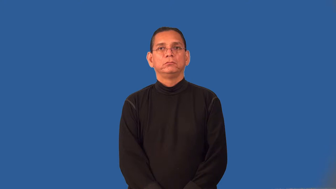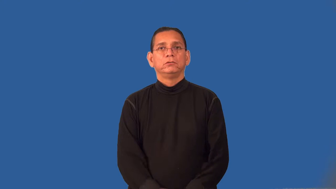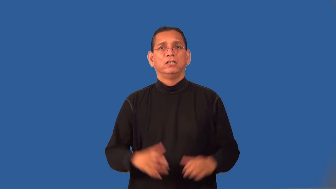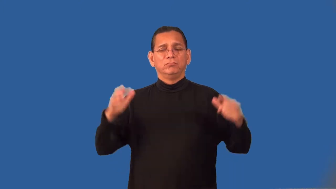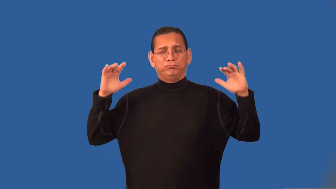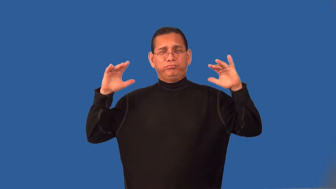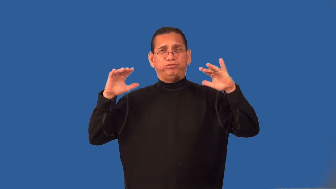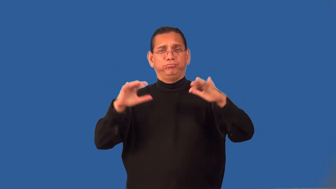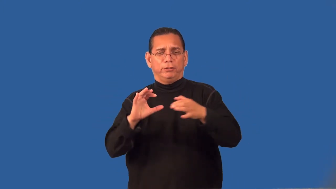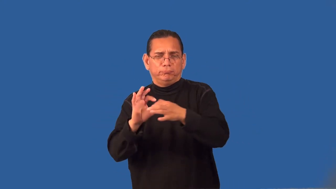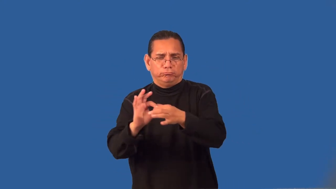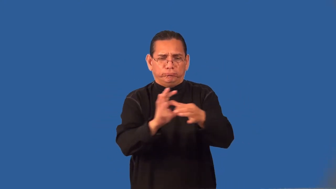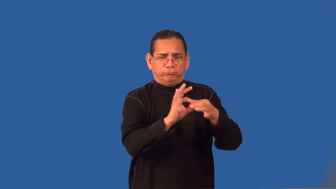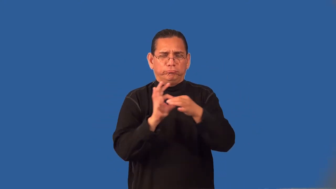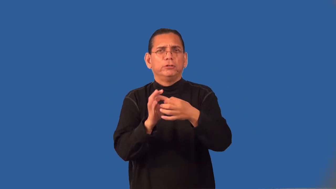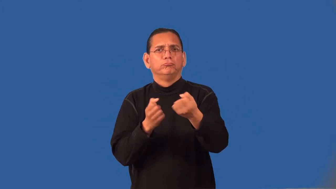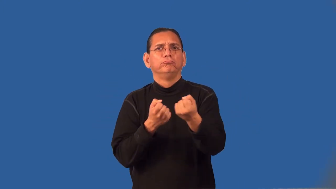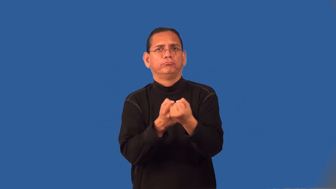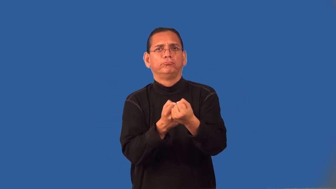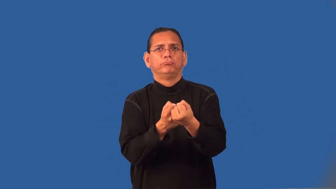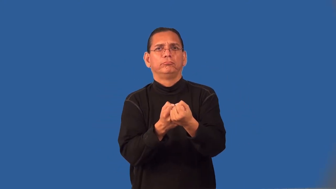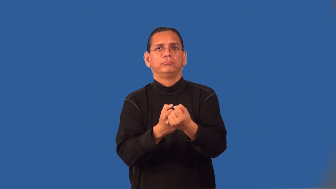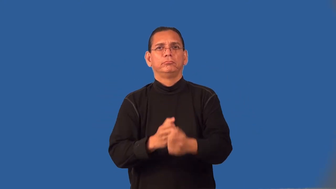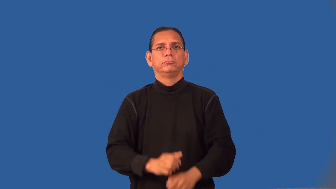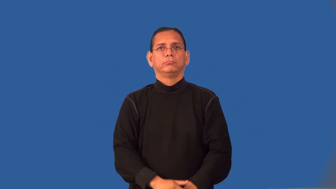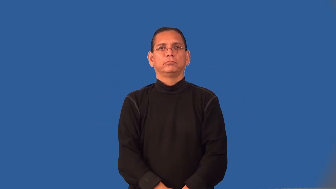rally-meeting